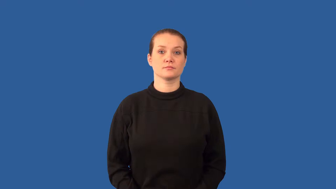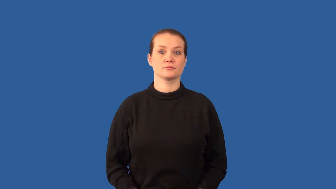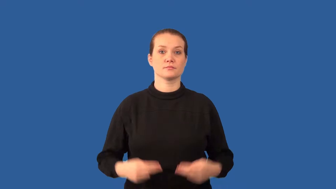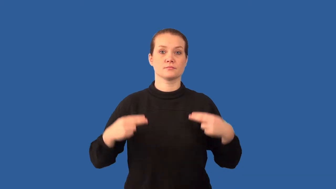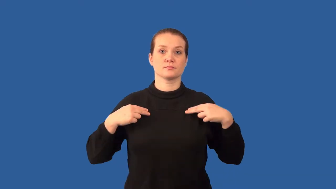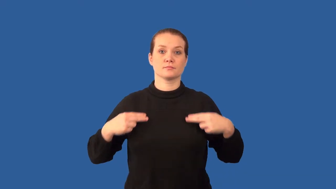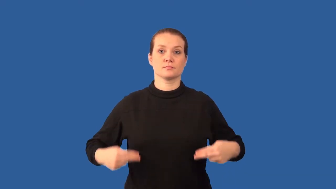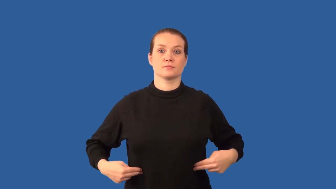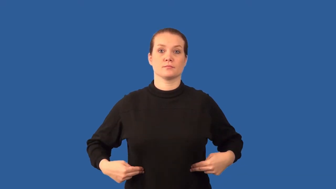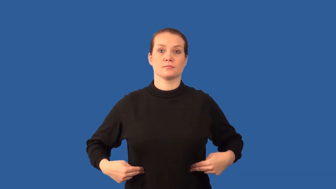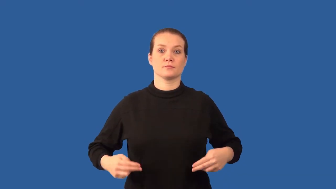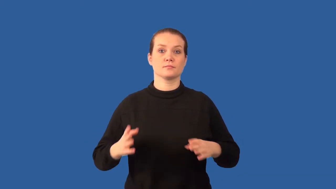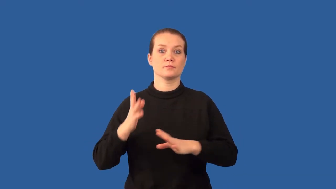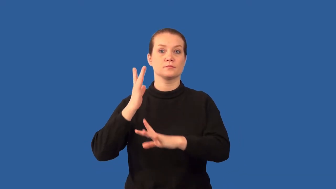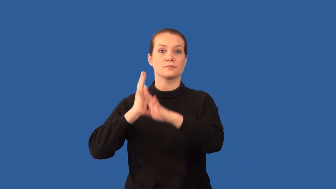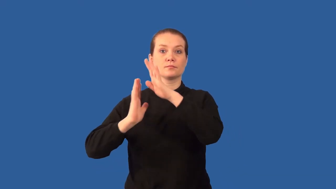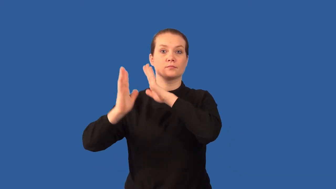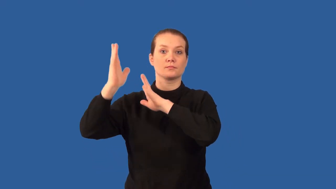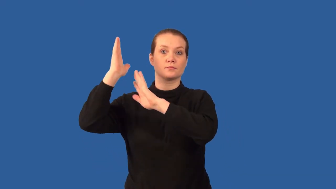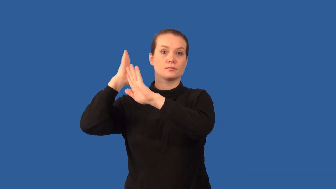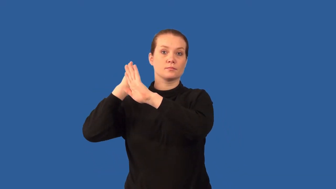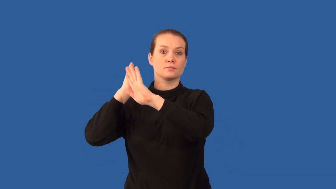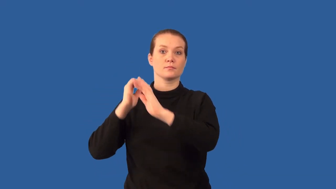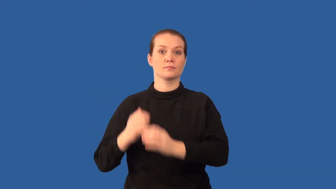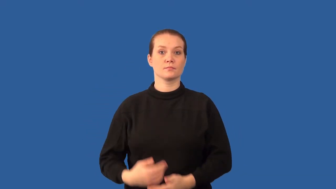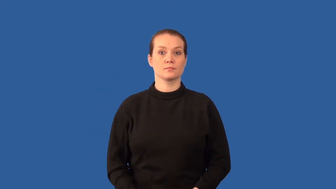cro-magnon